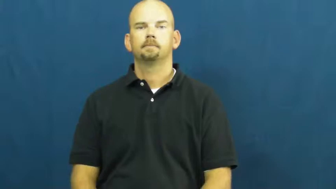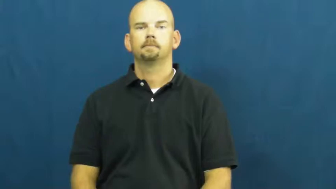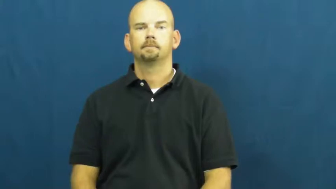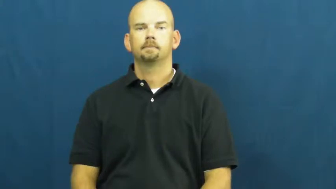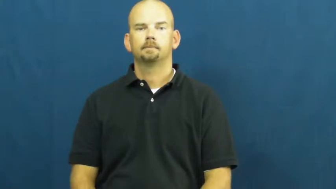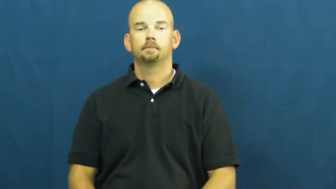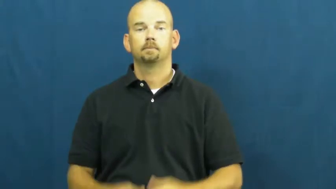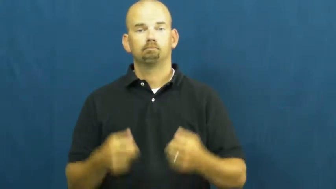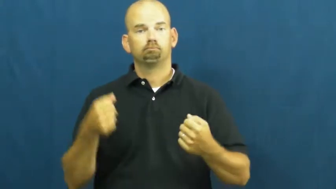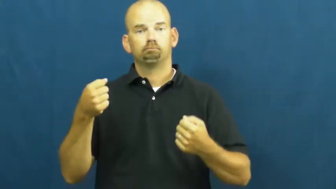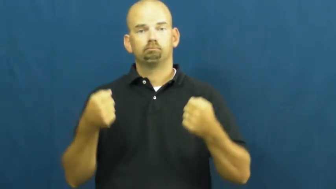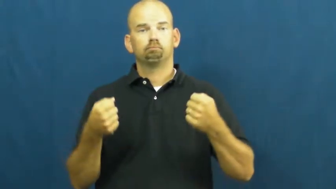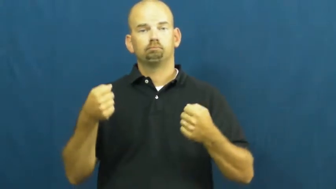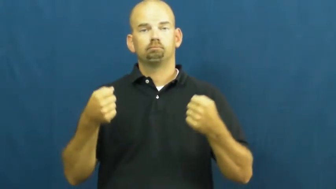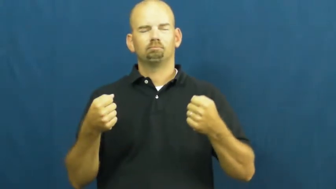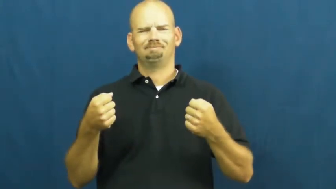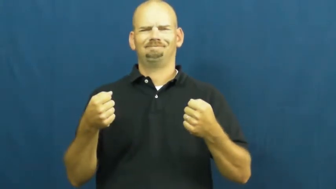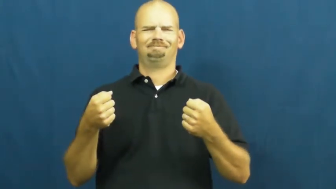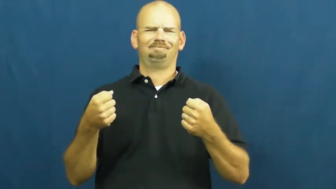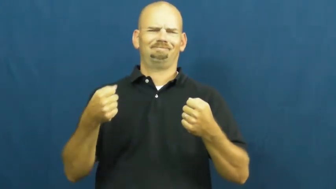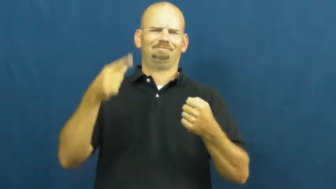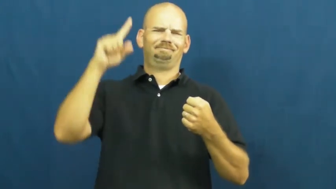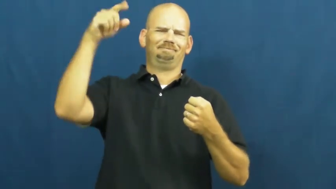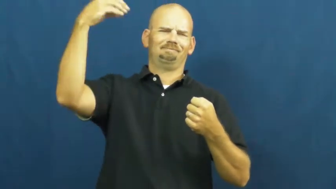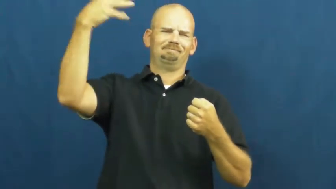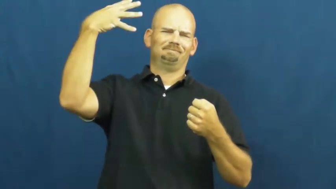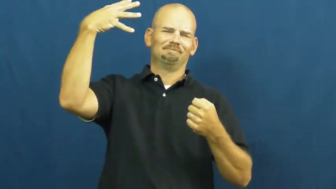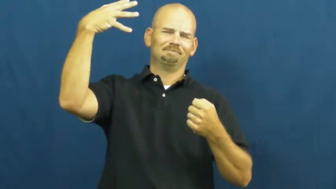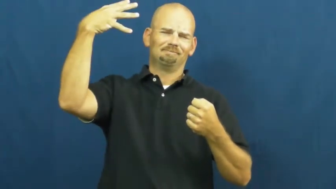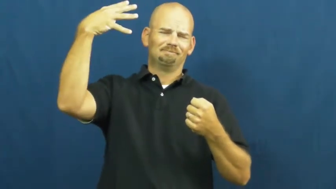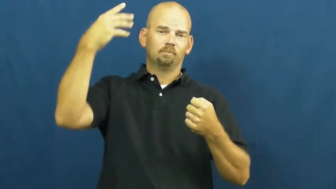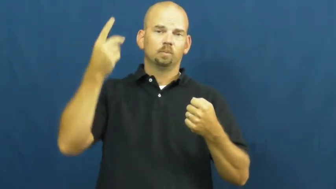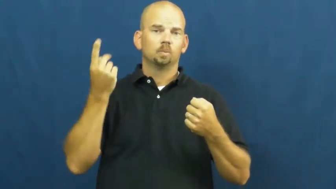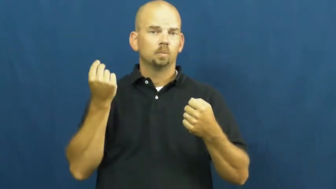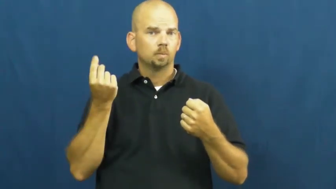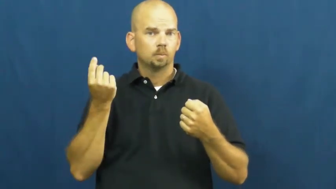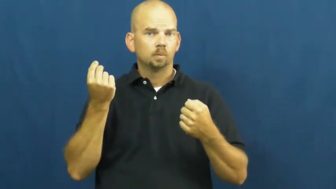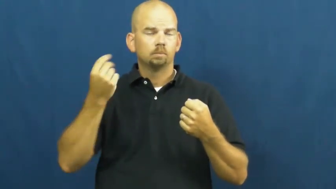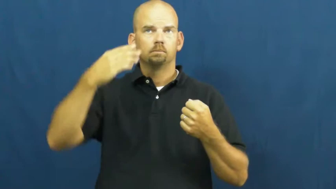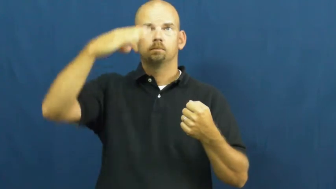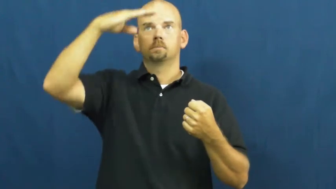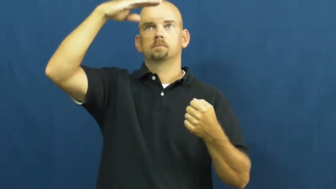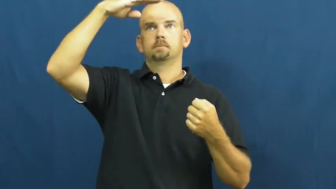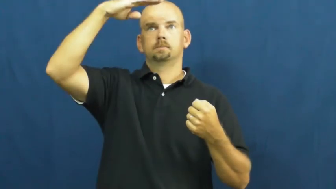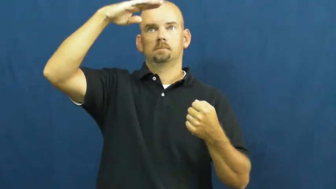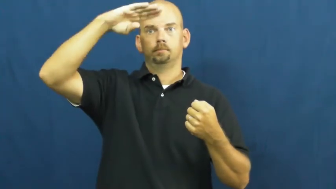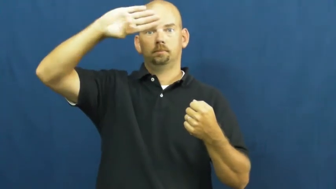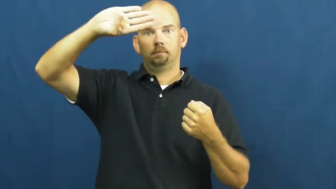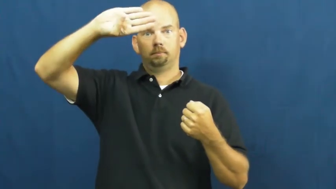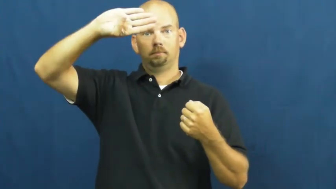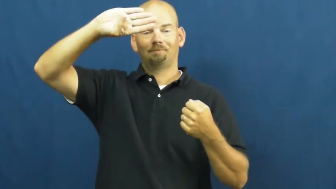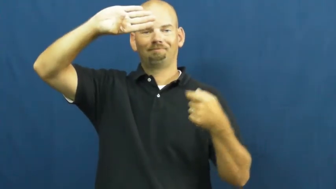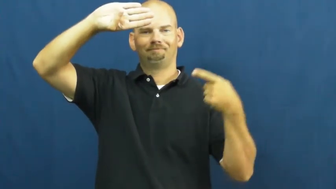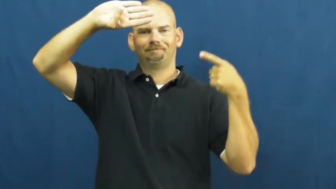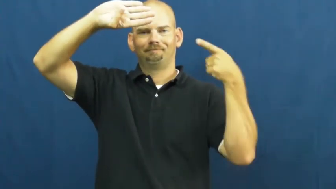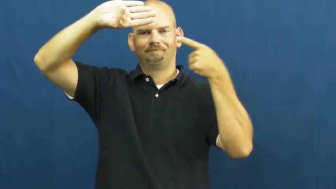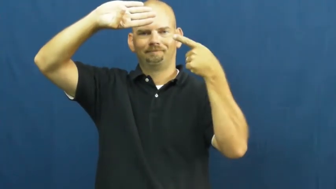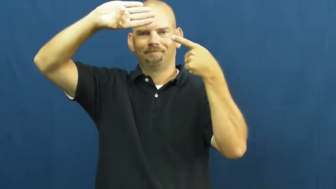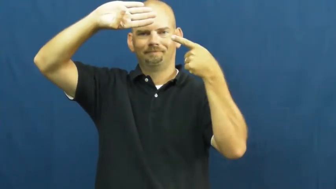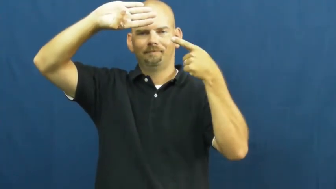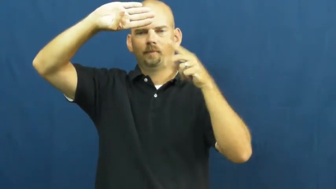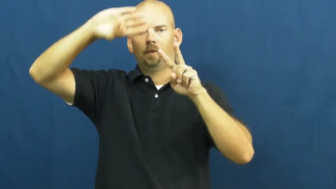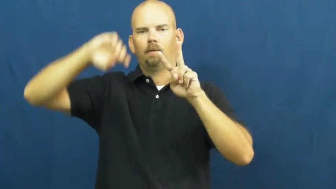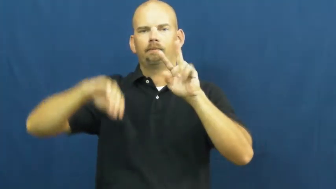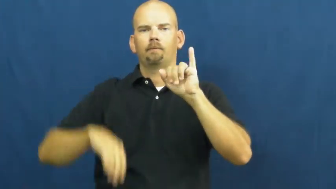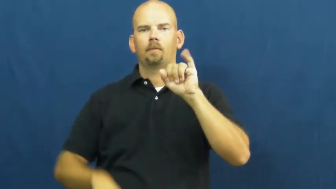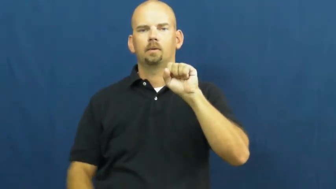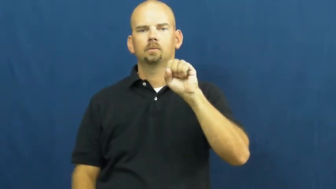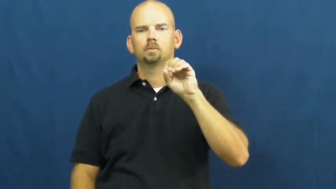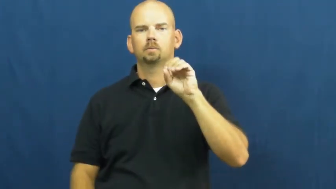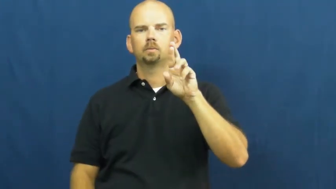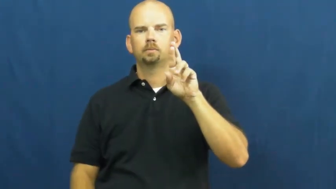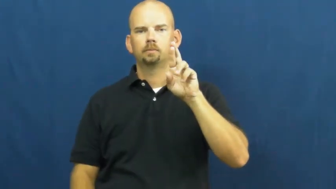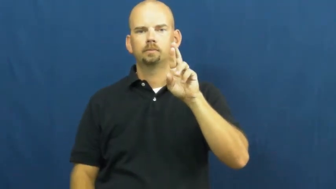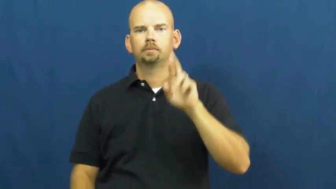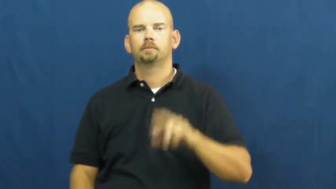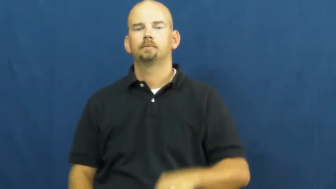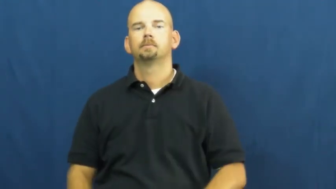visor-car